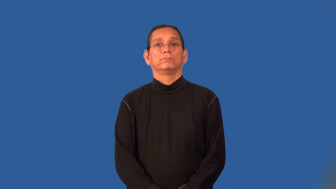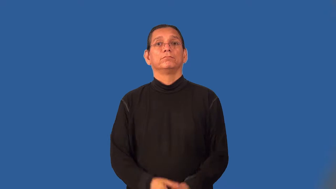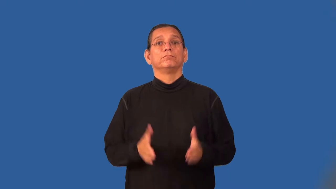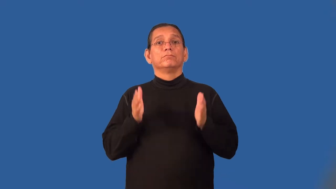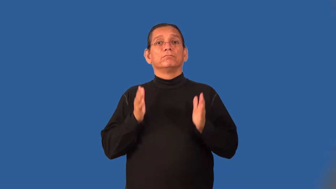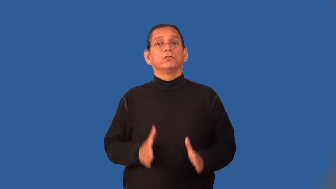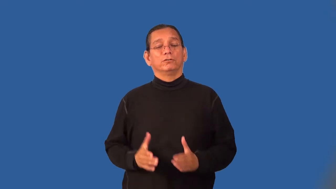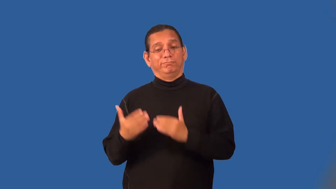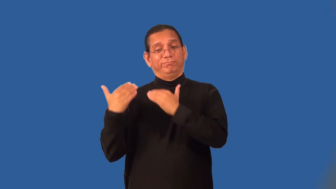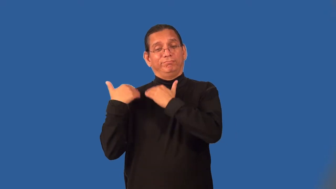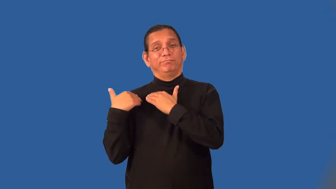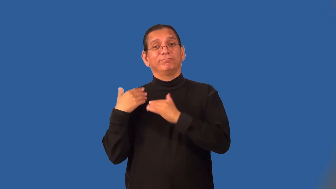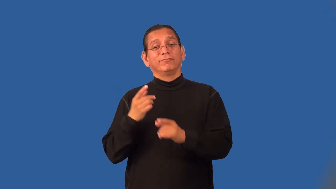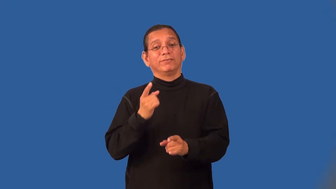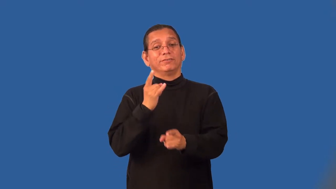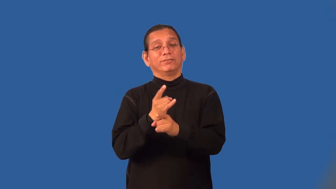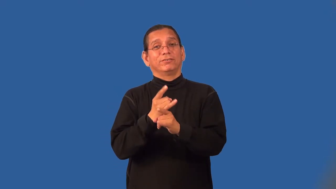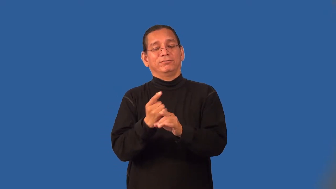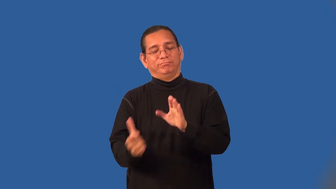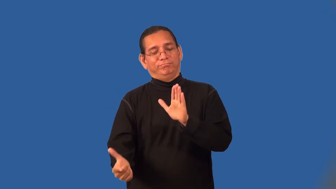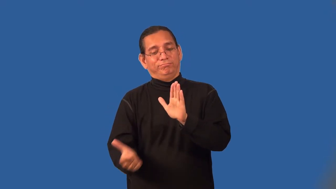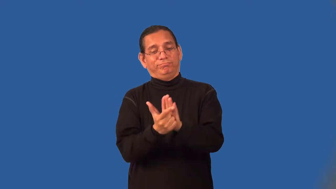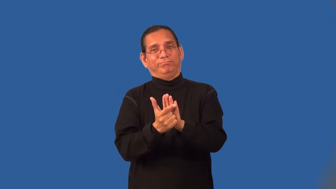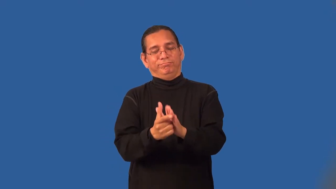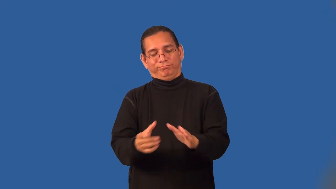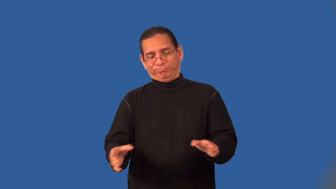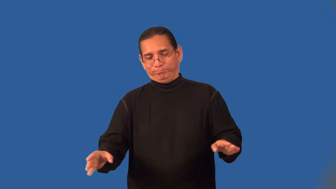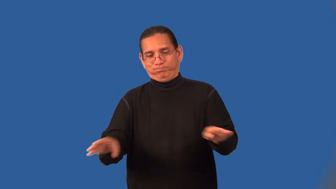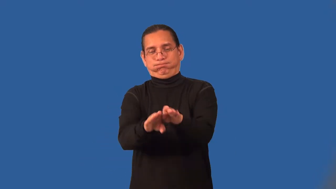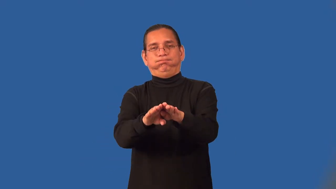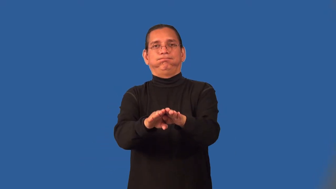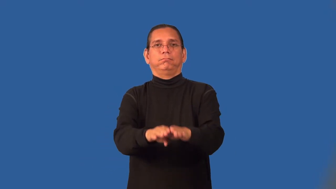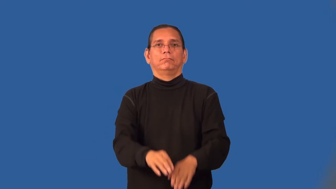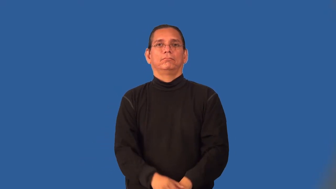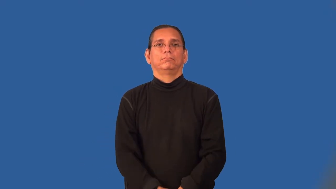revenuer